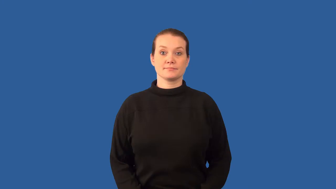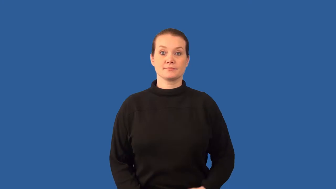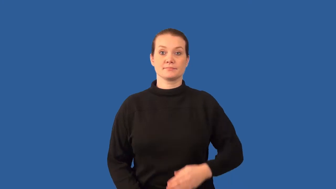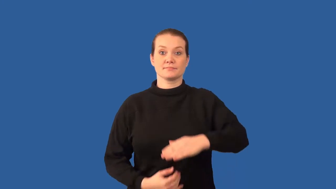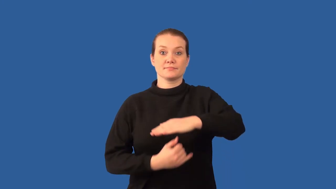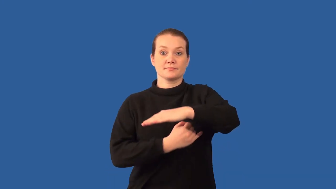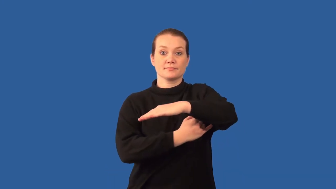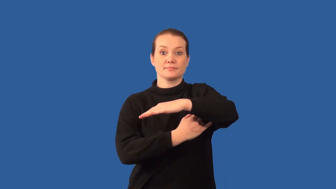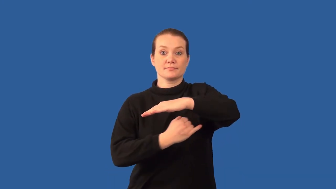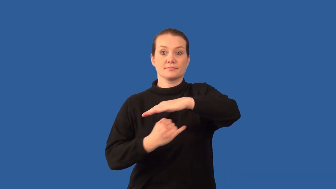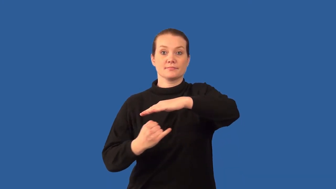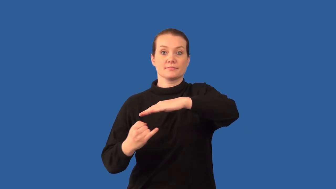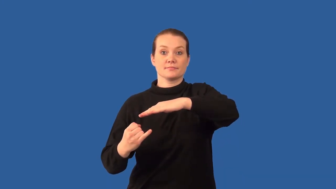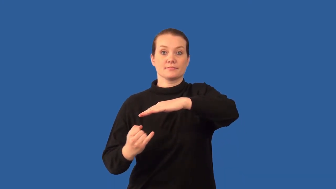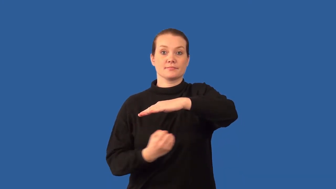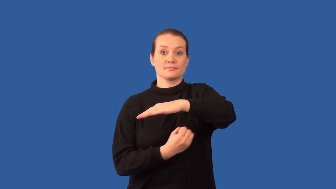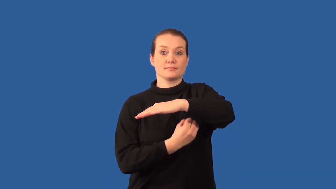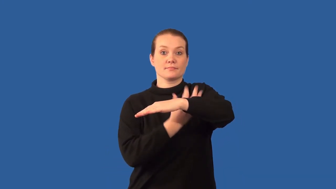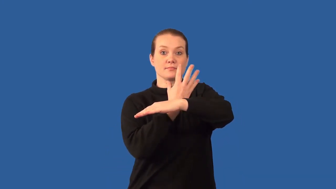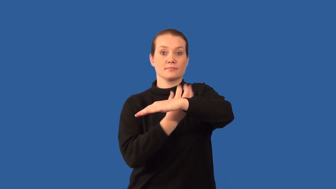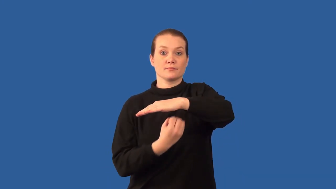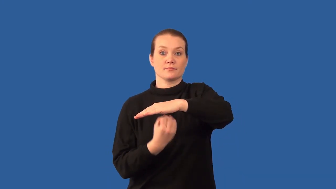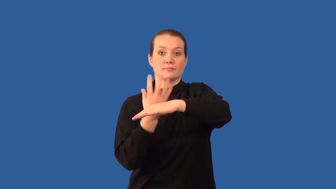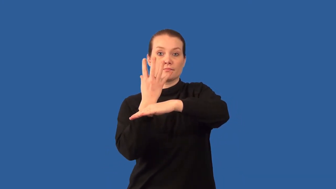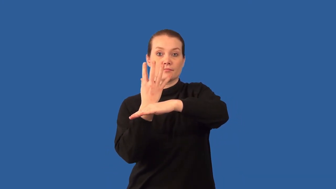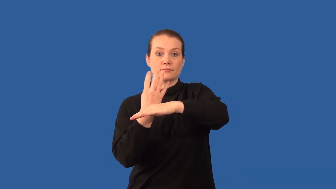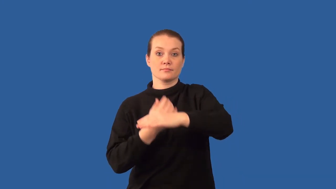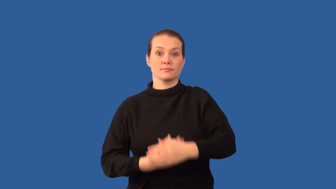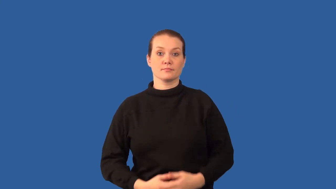rhizome